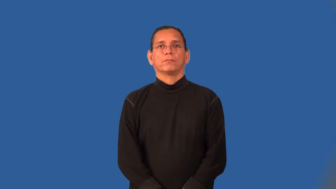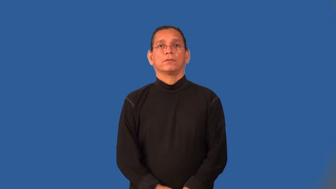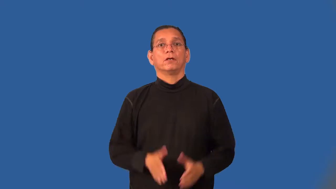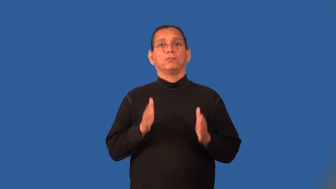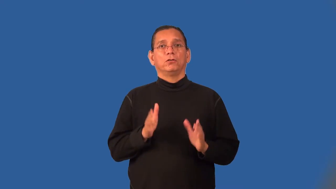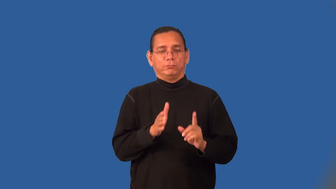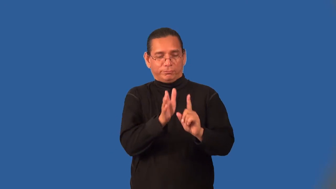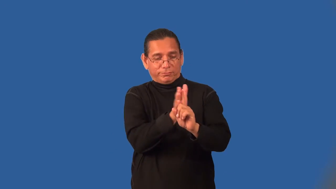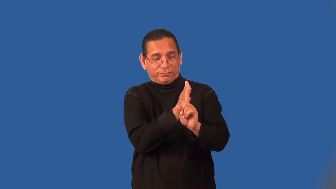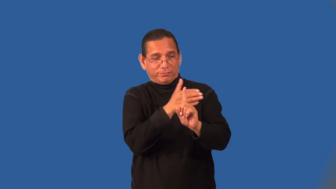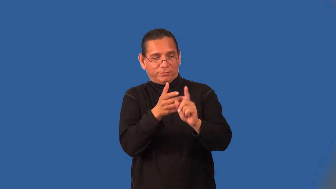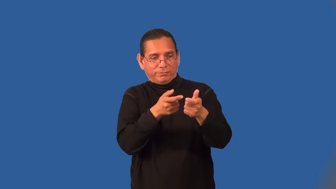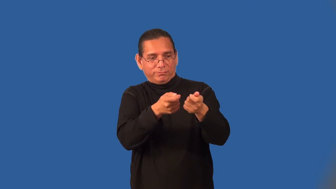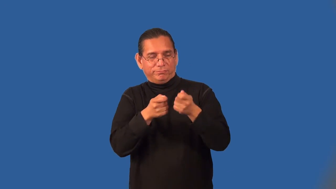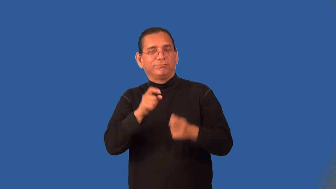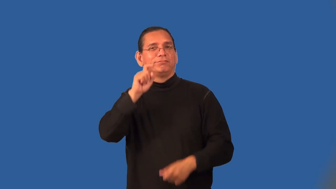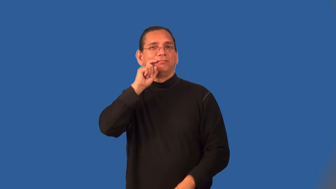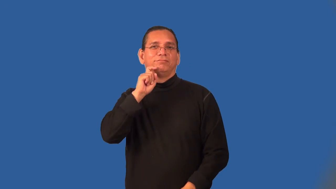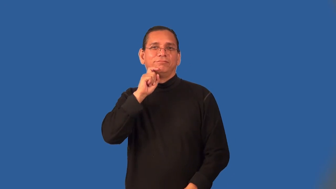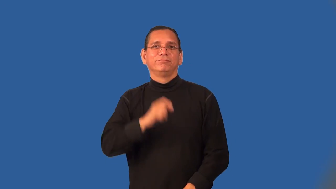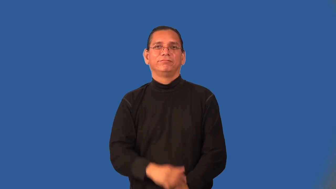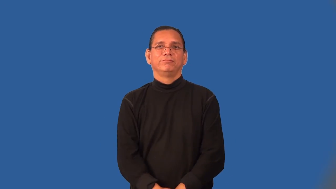seducer